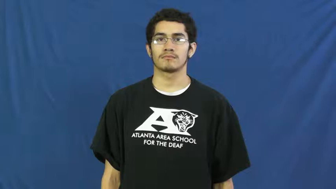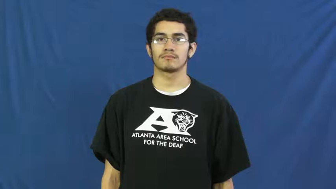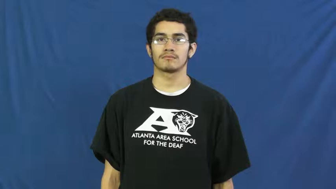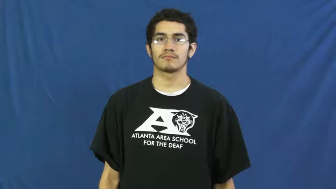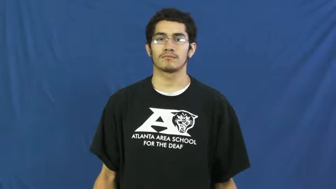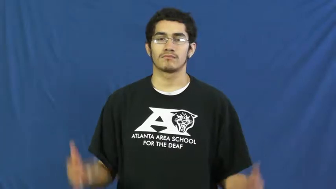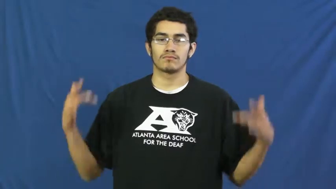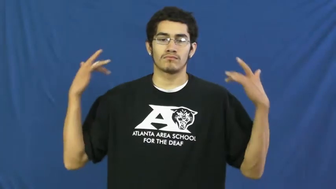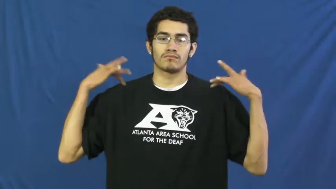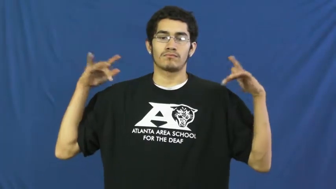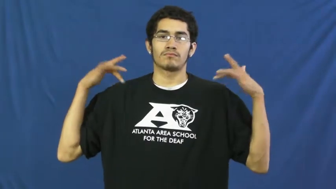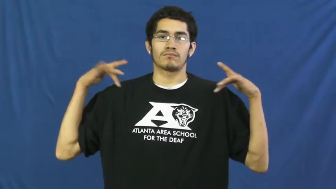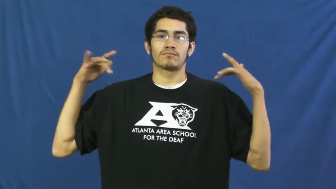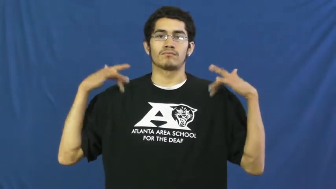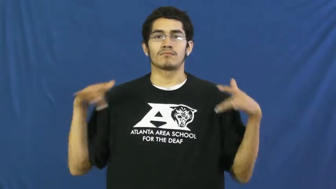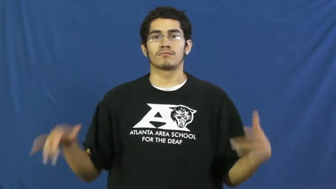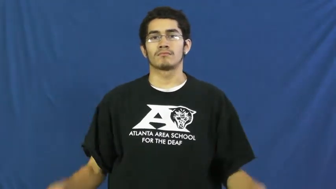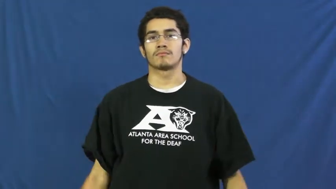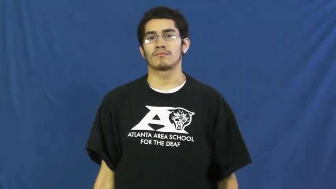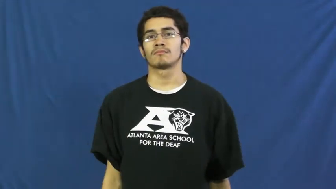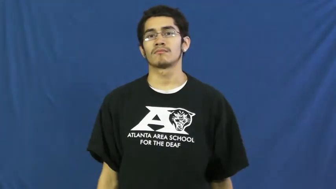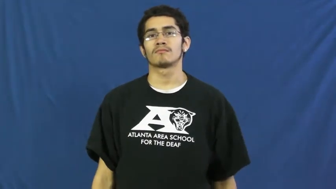not responsible for